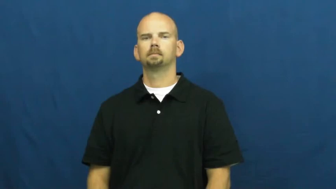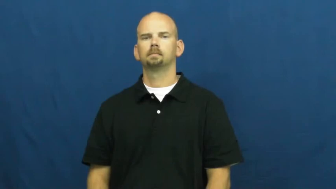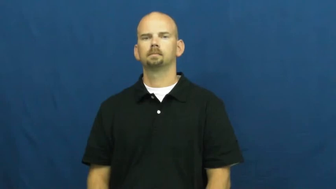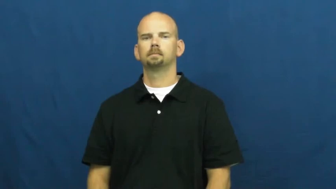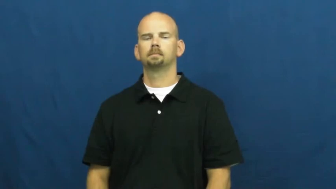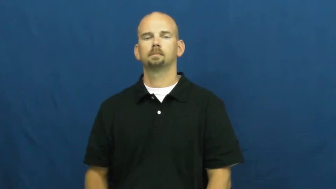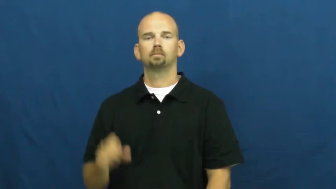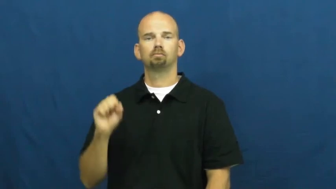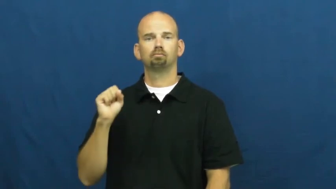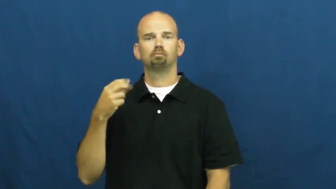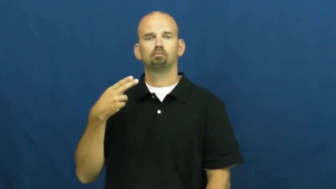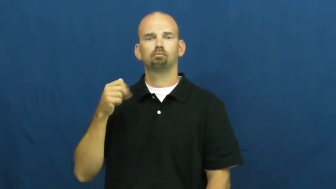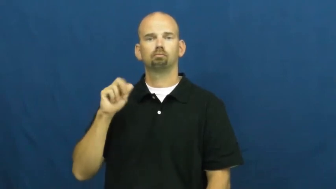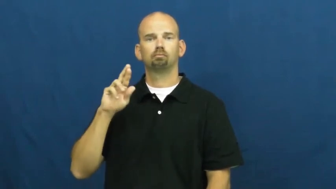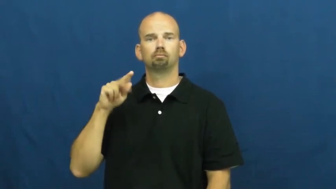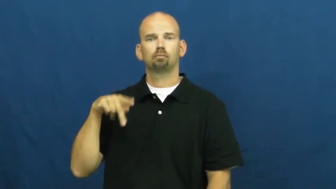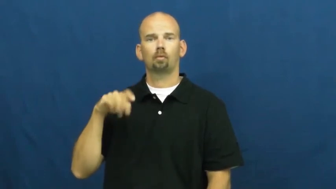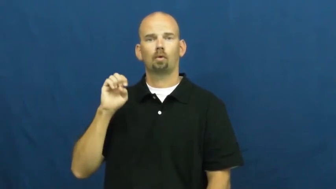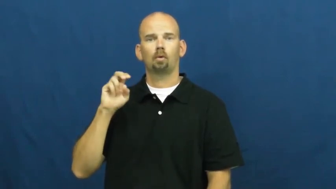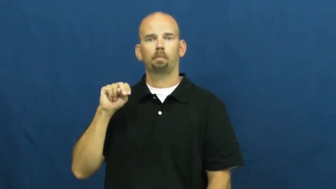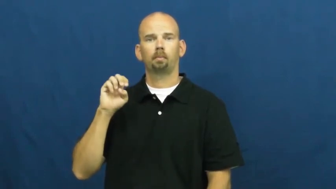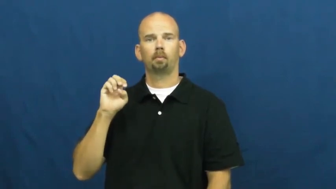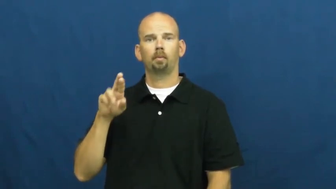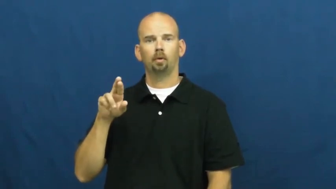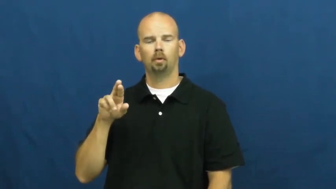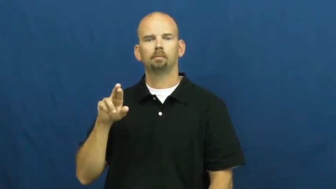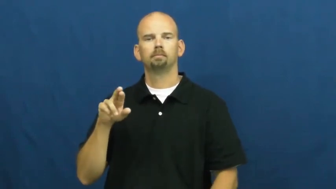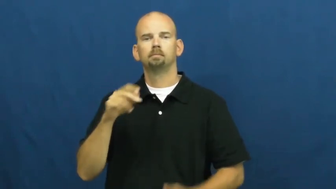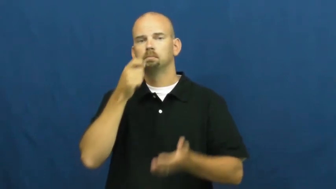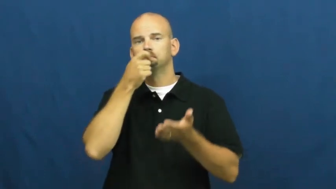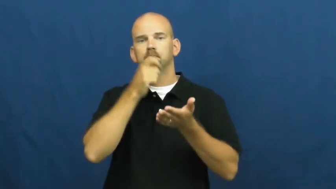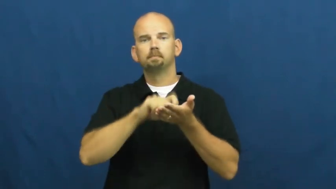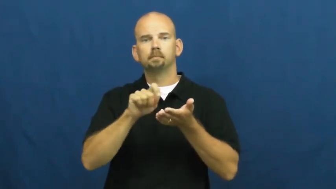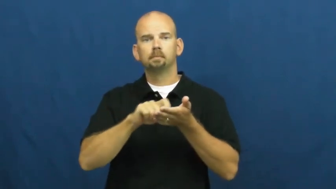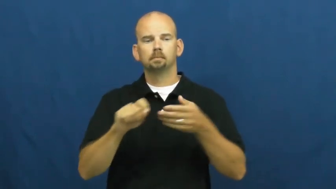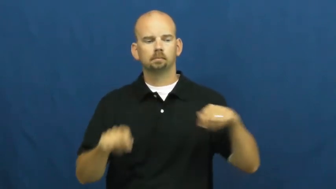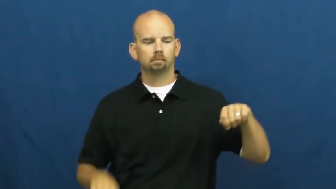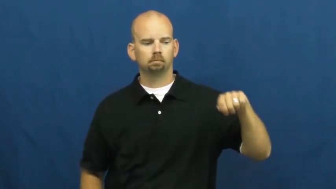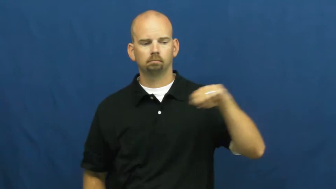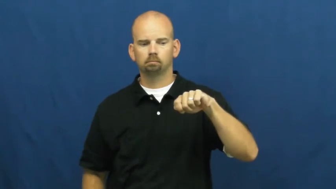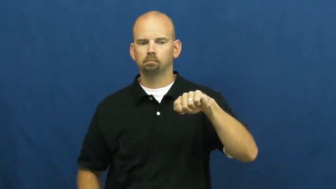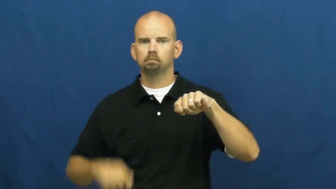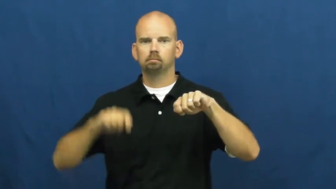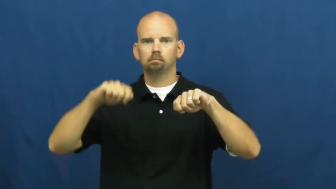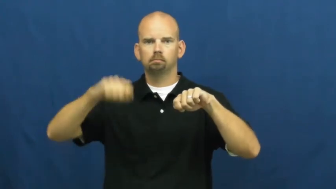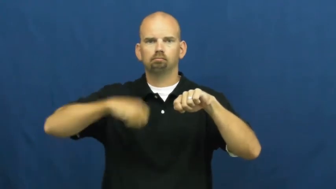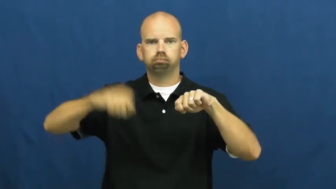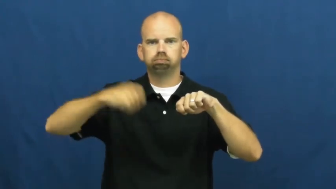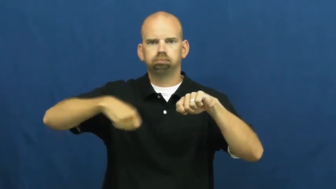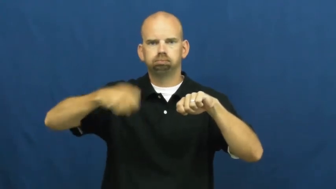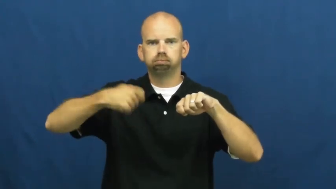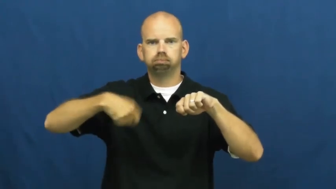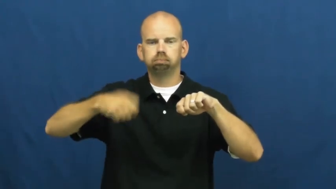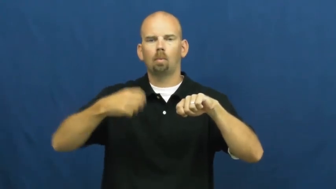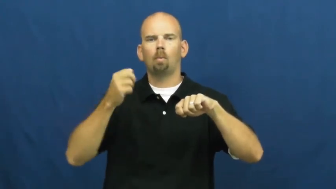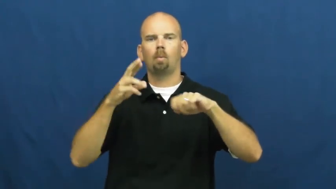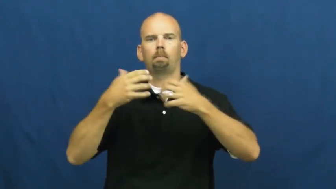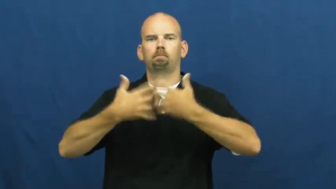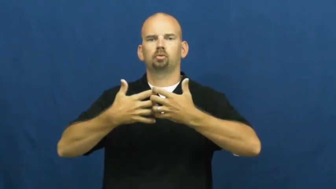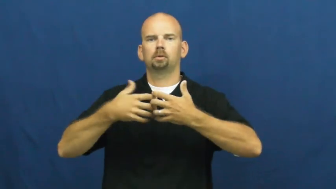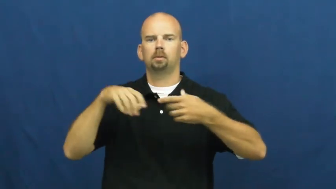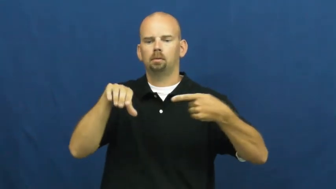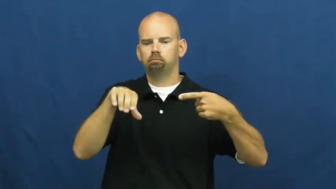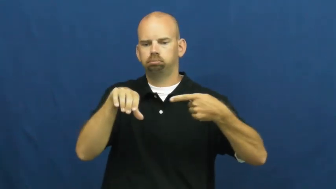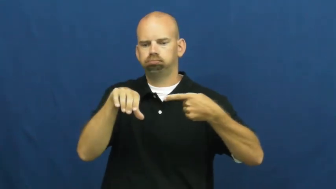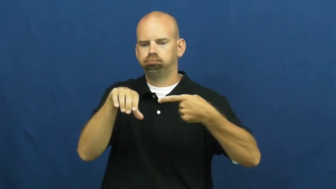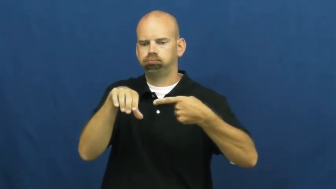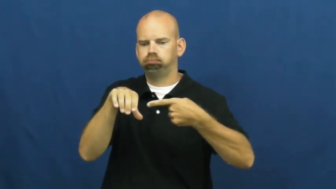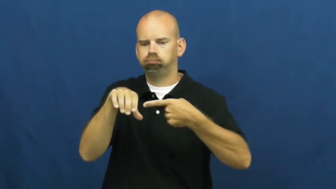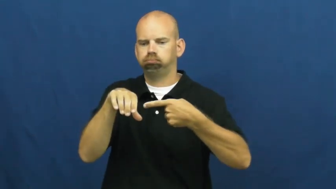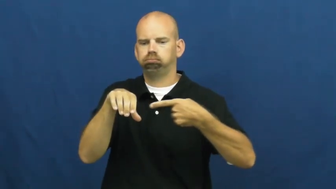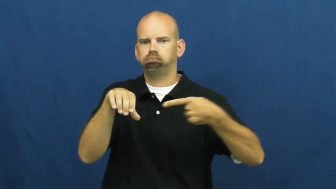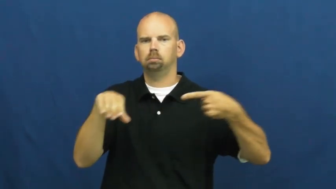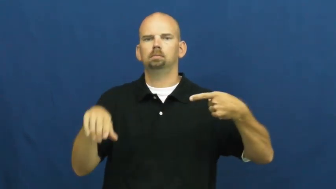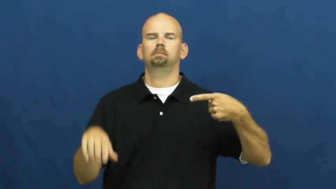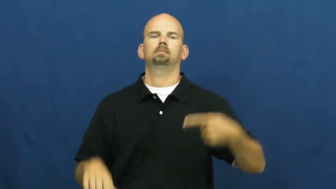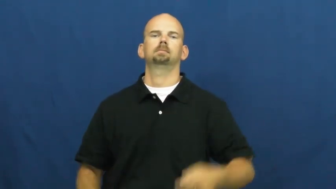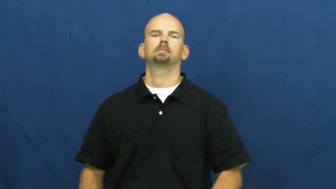sharpener-pencil